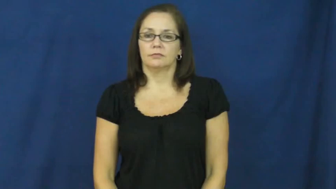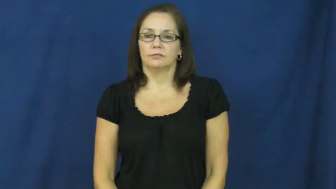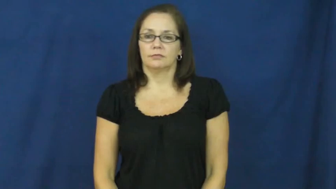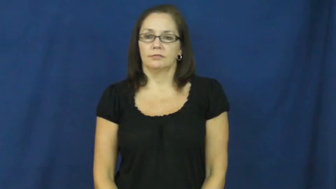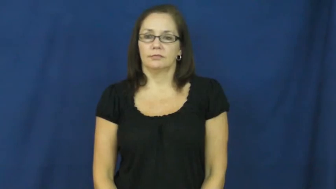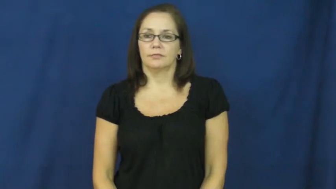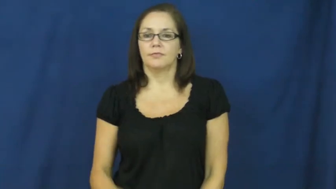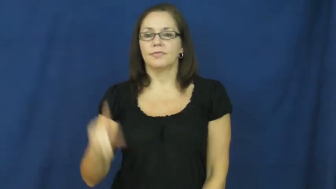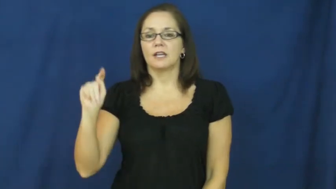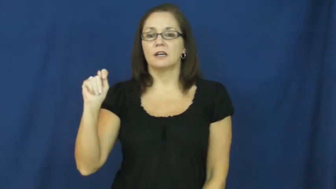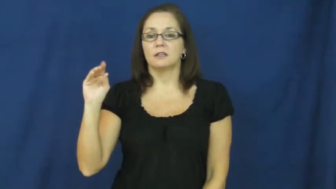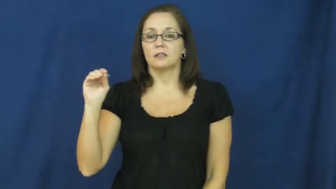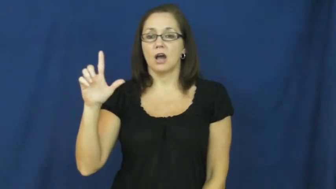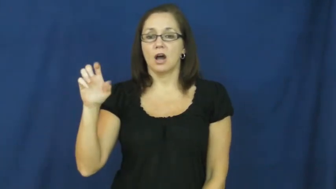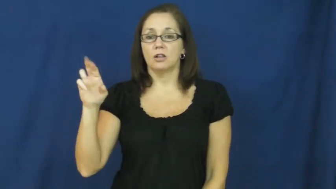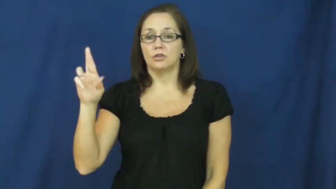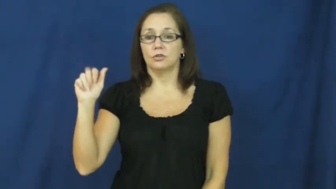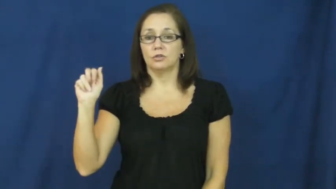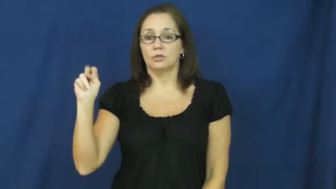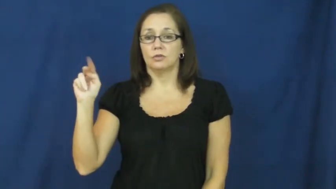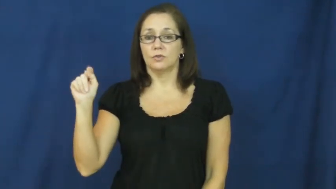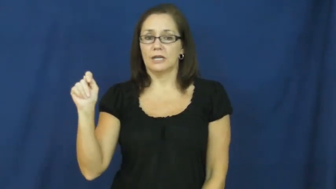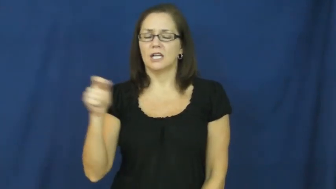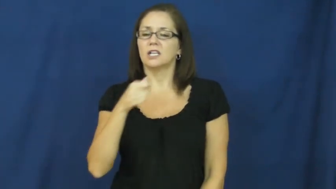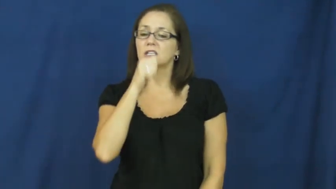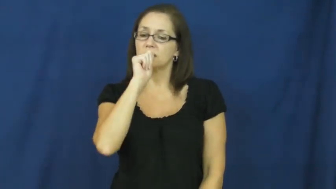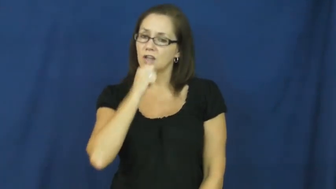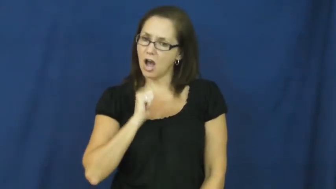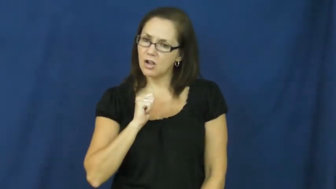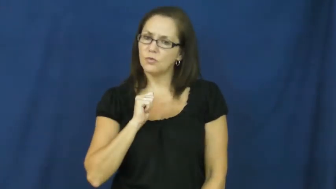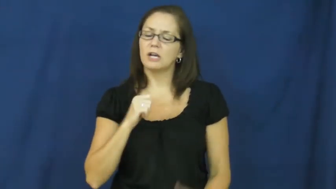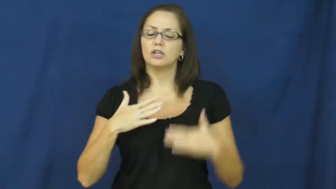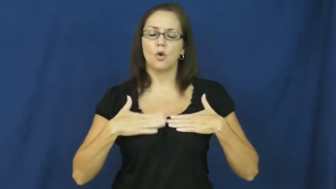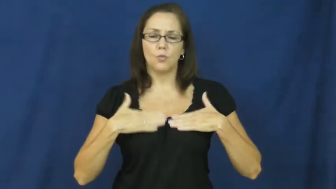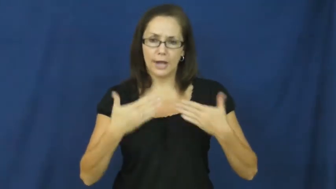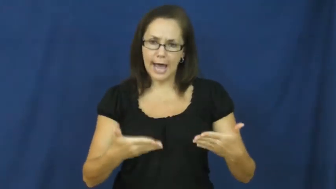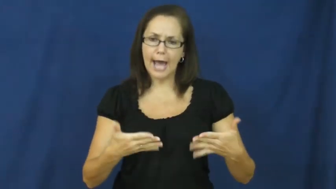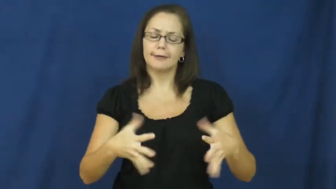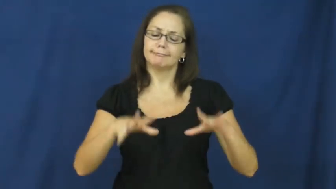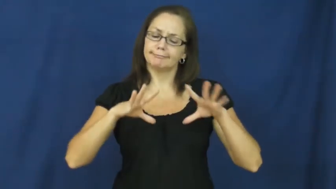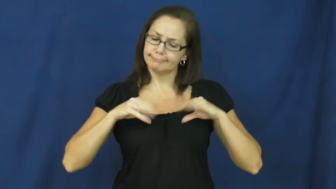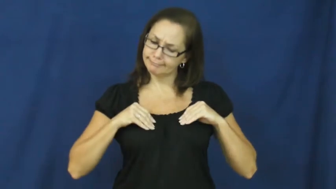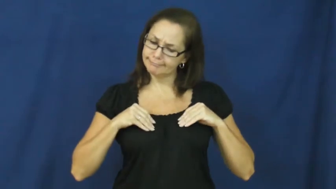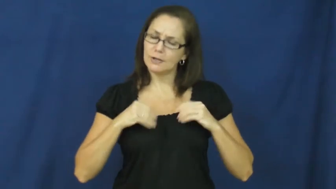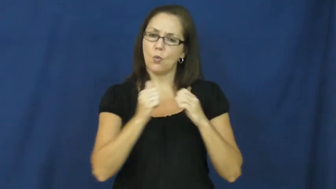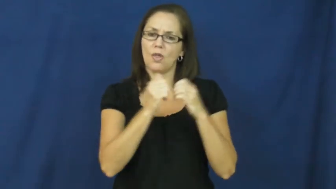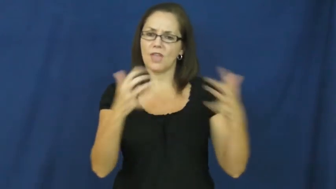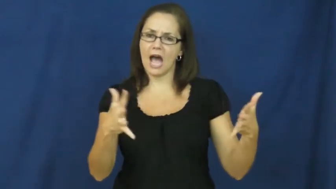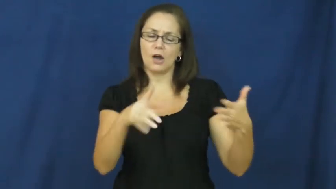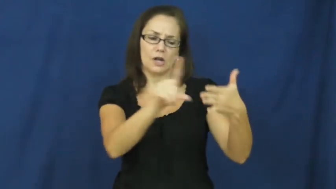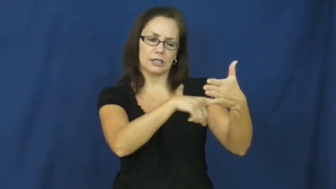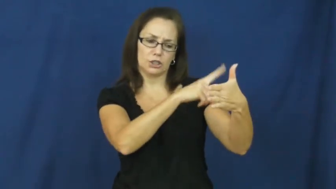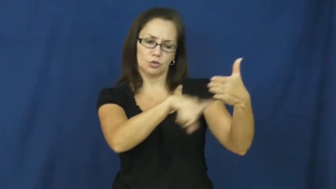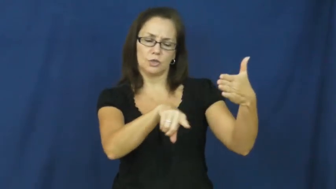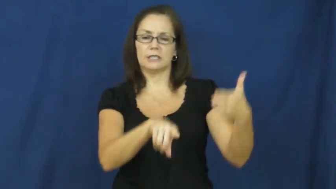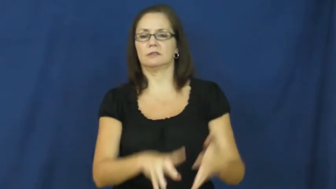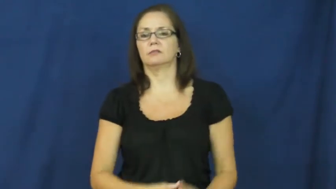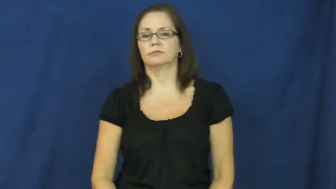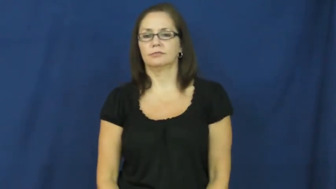tolerant